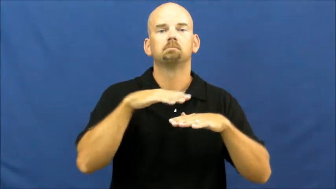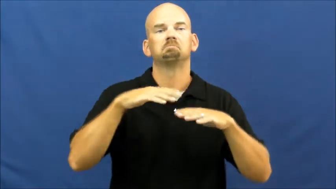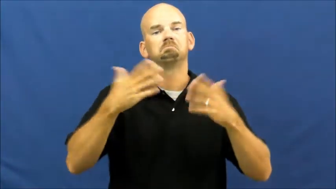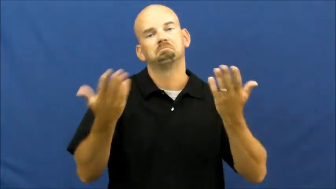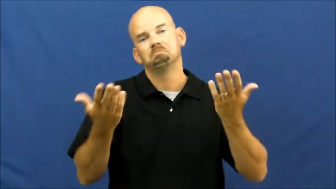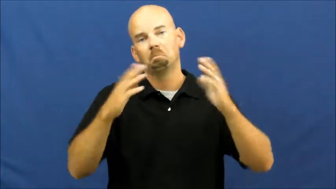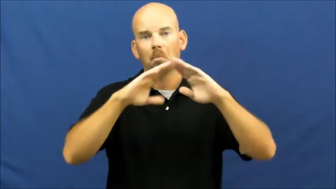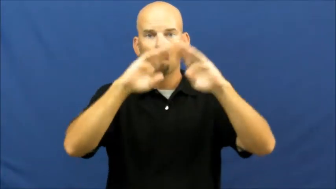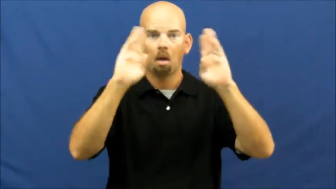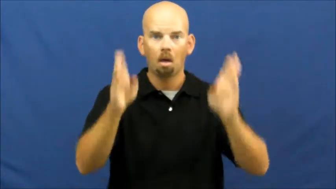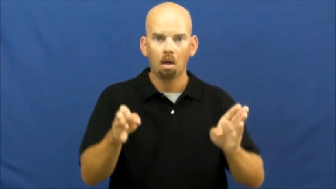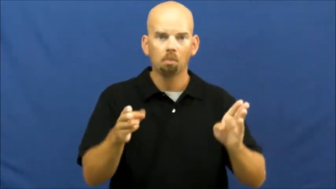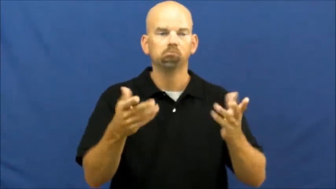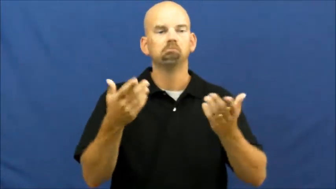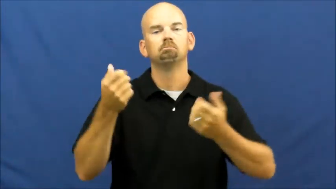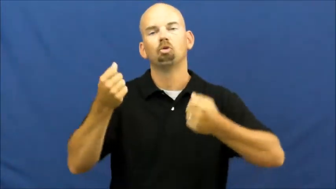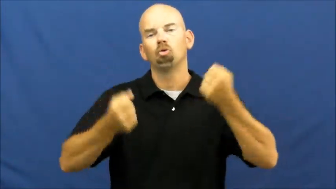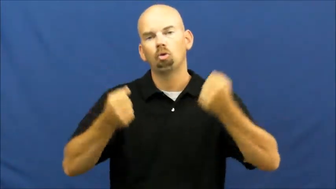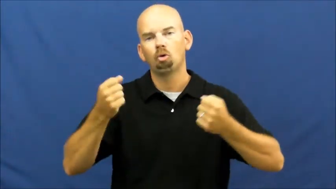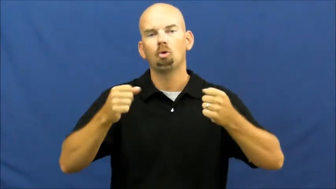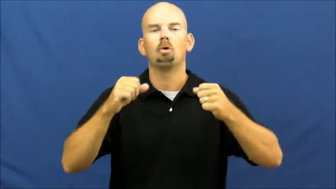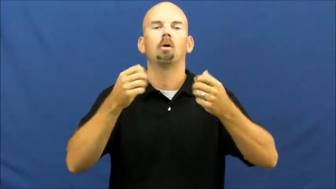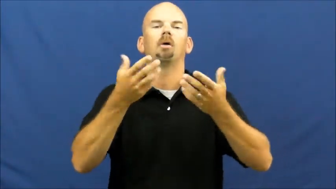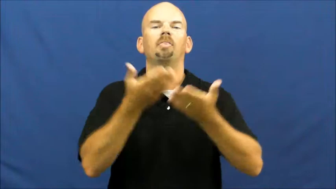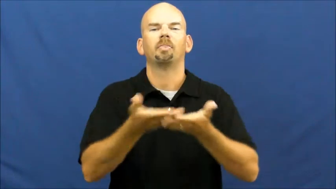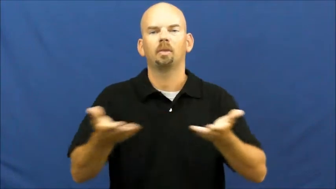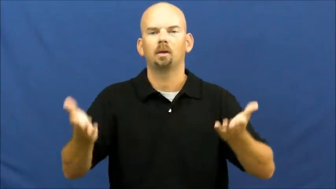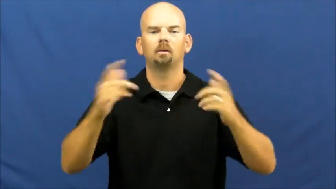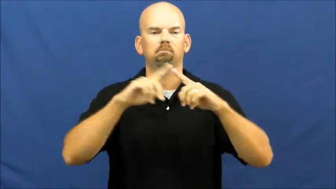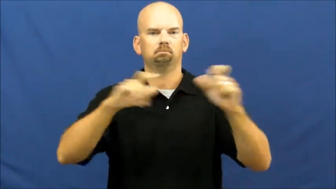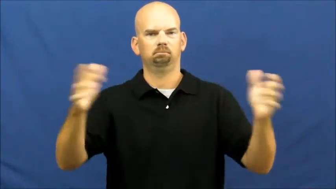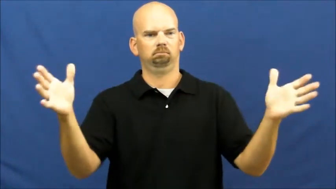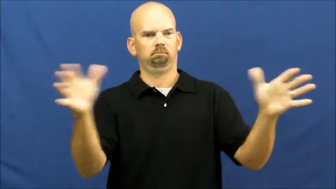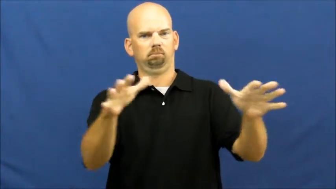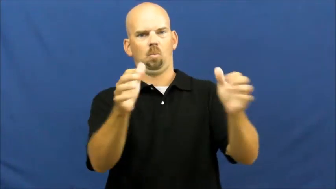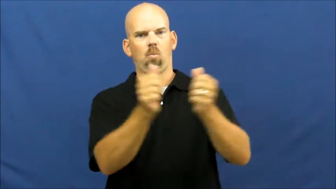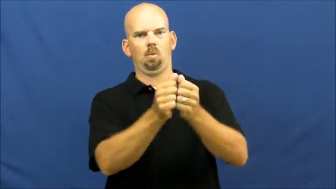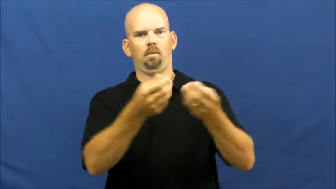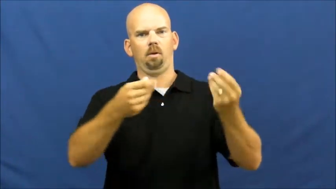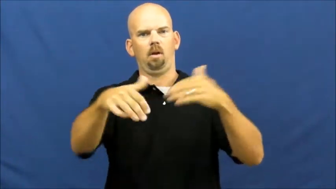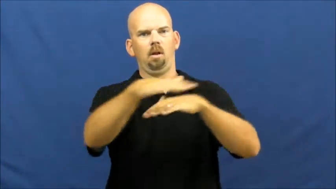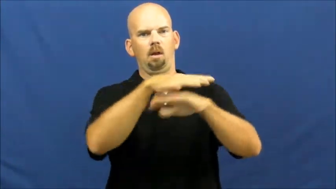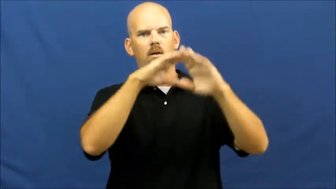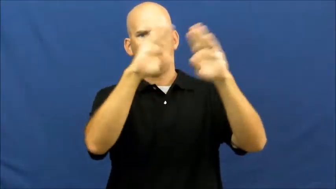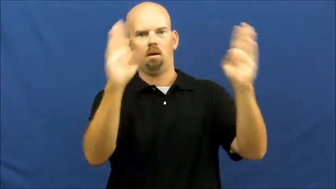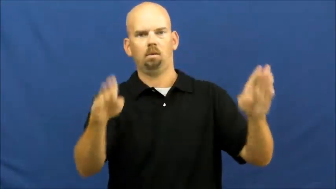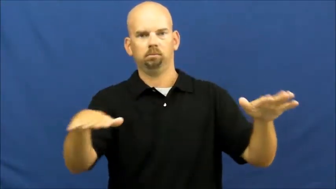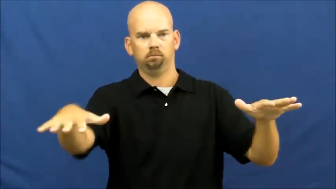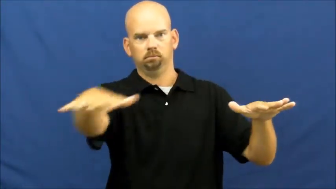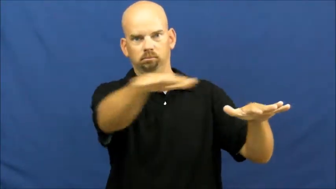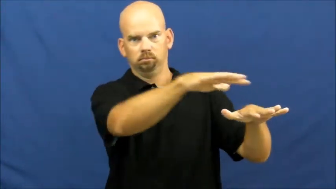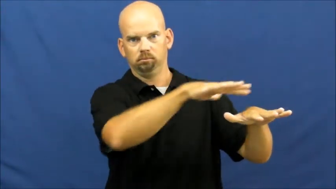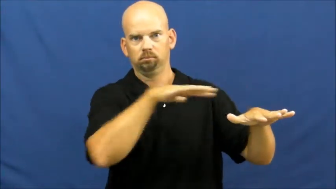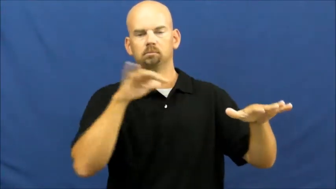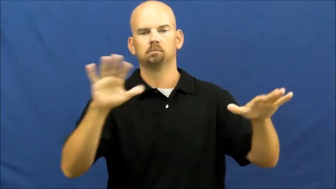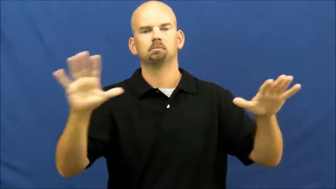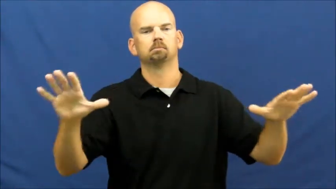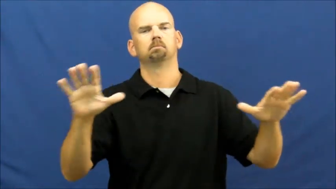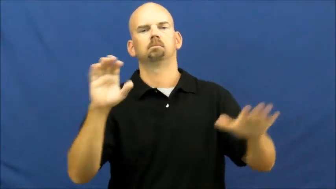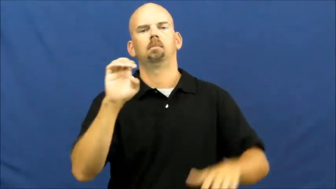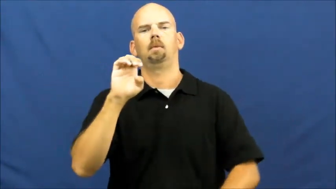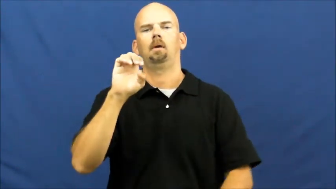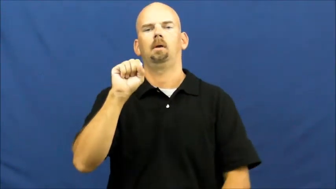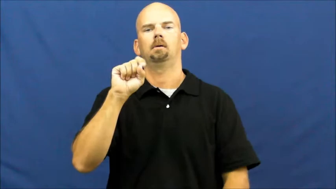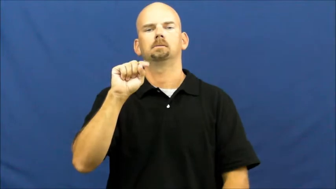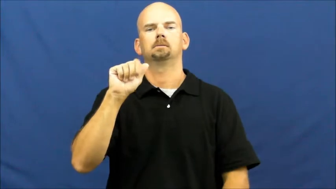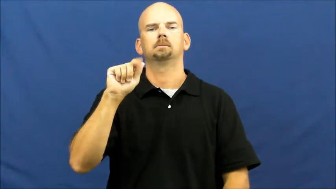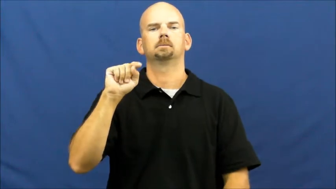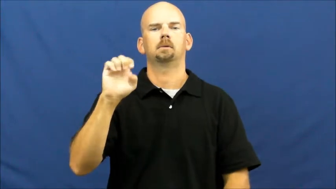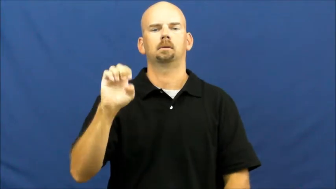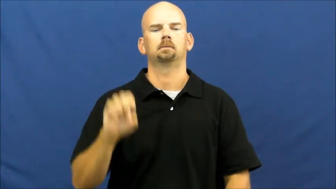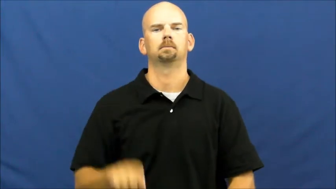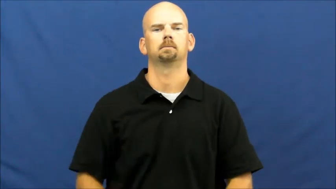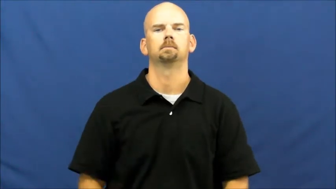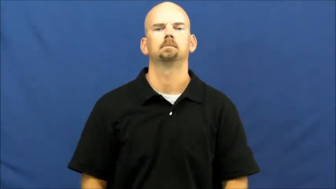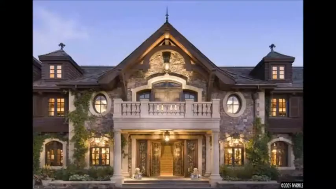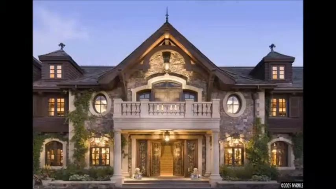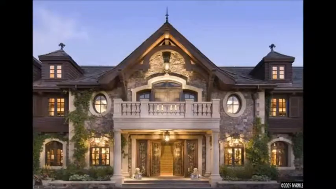Estate